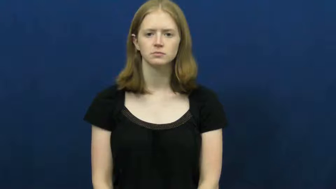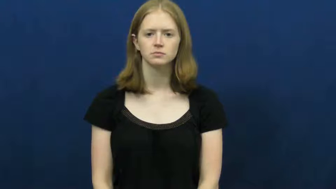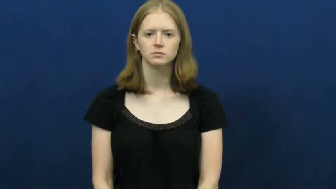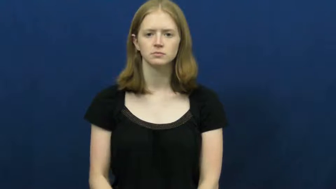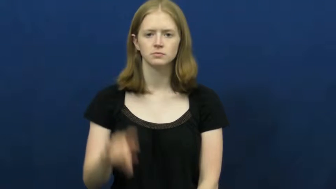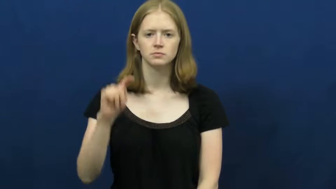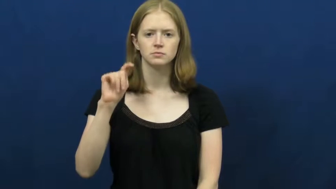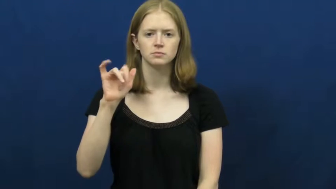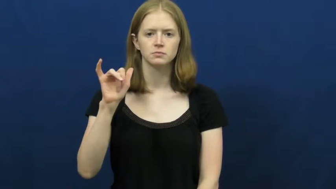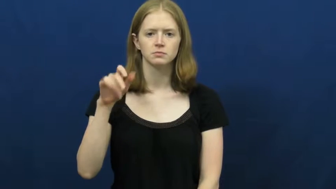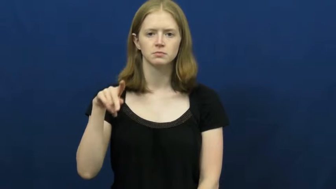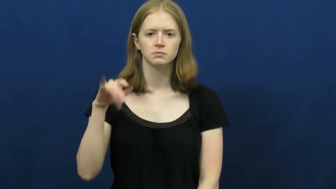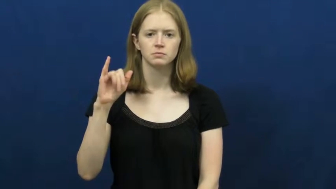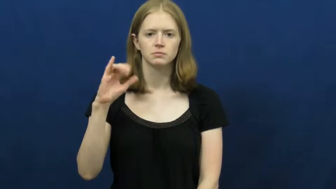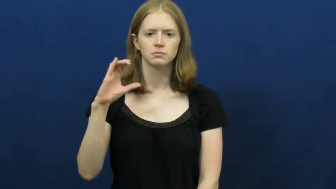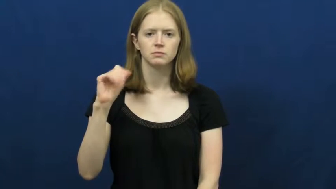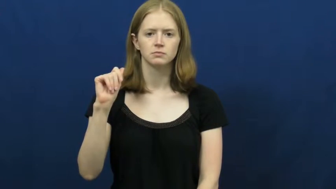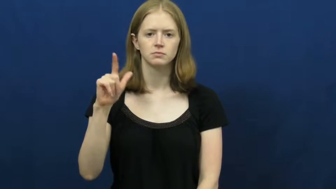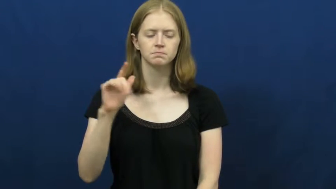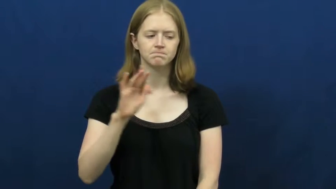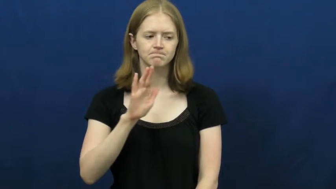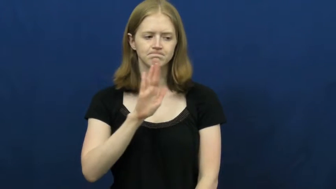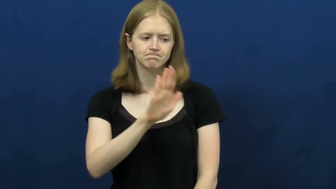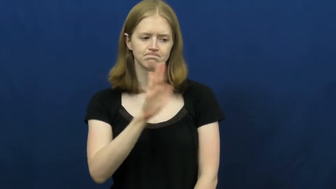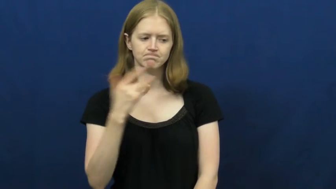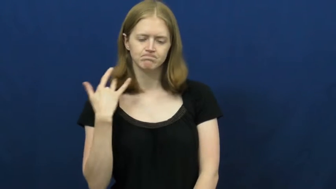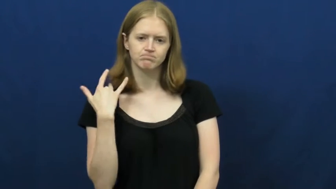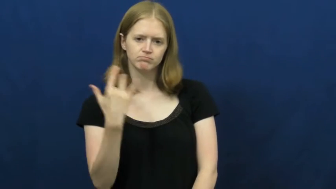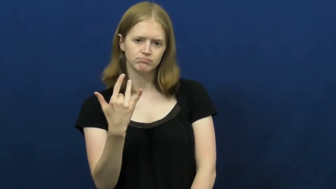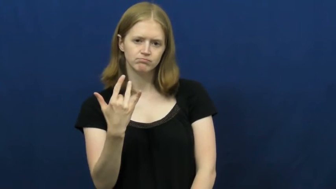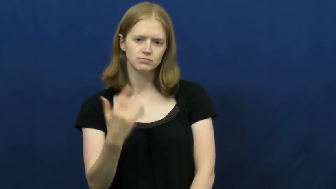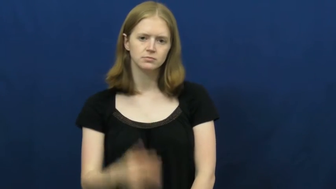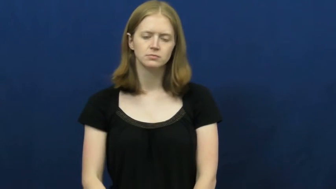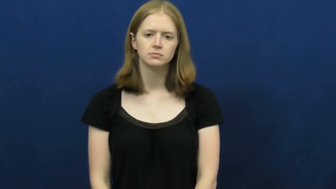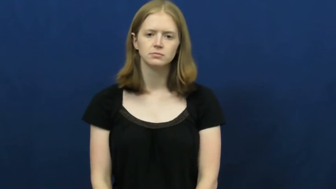typical